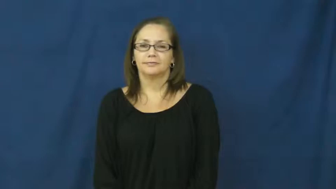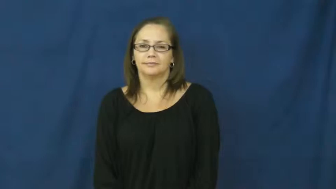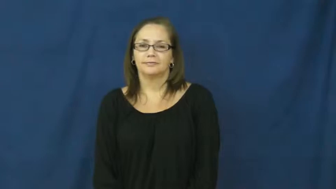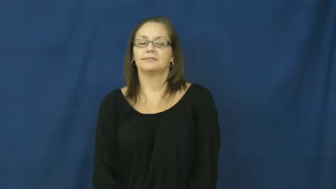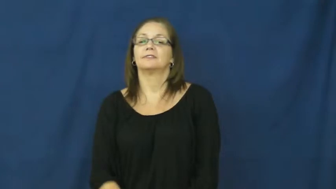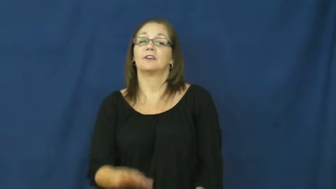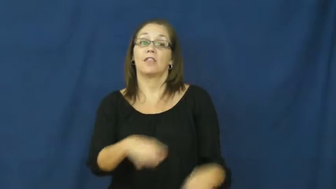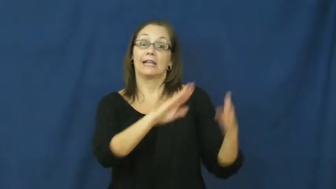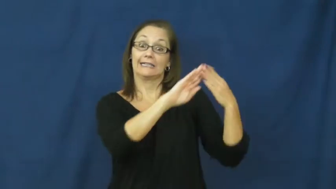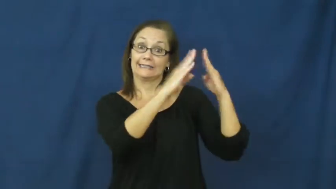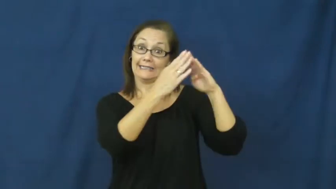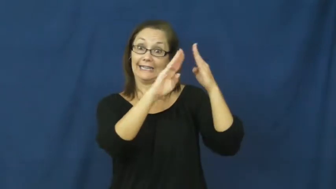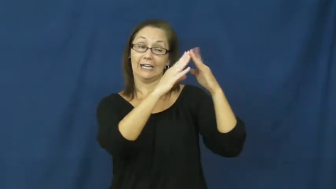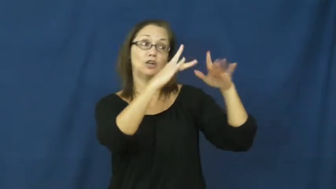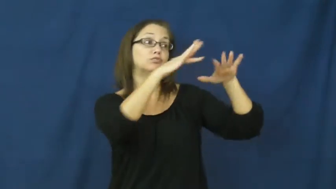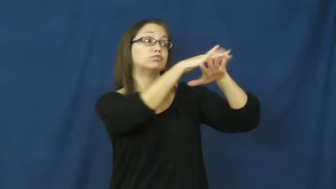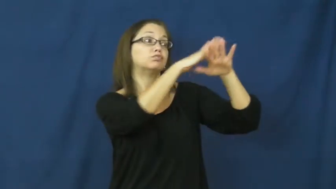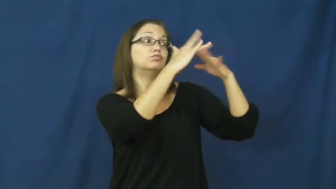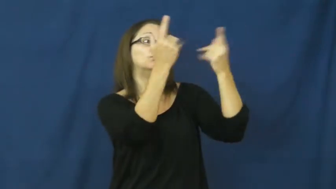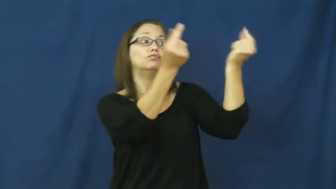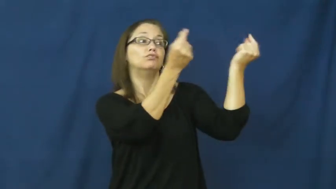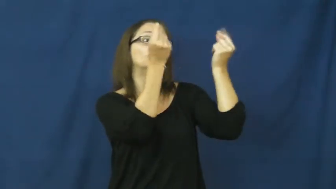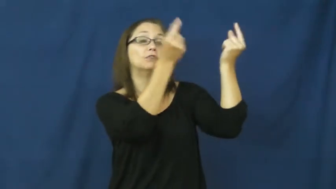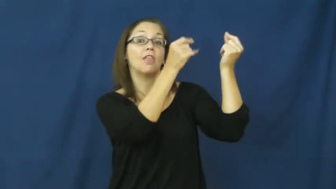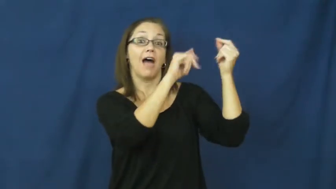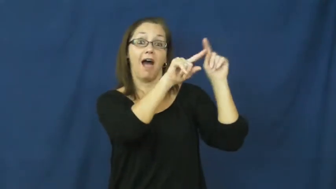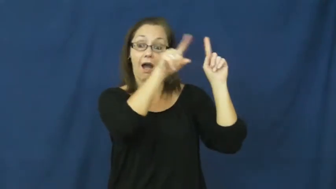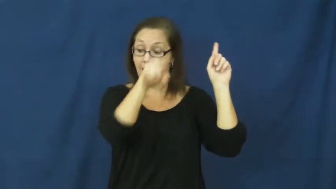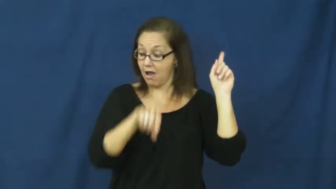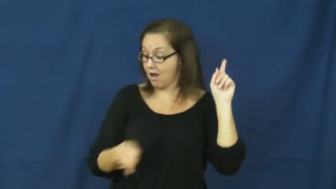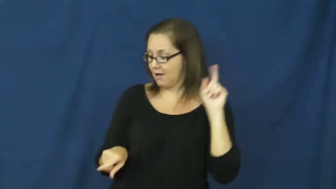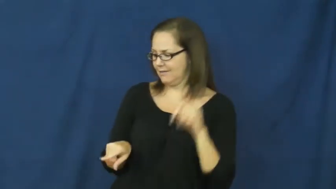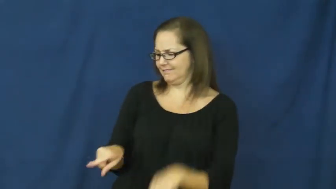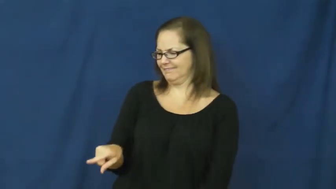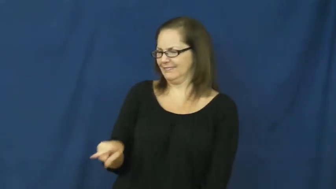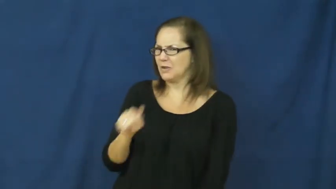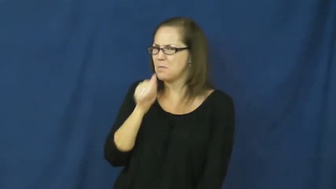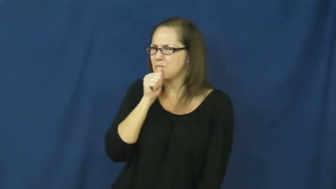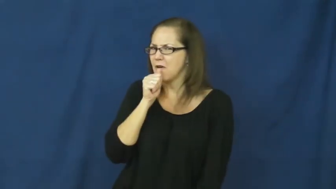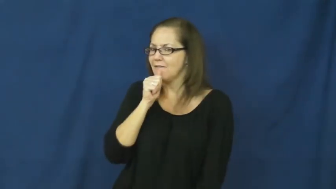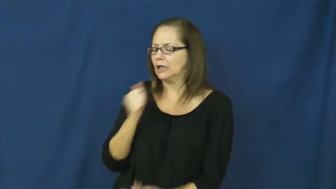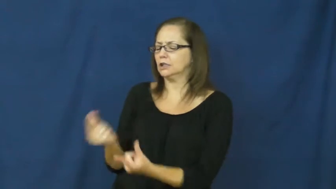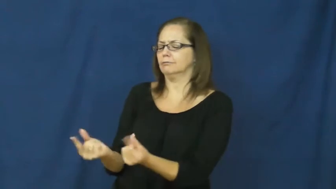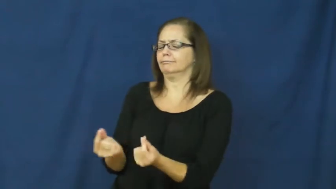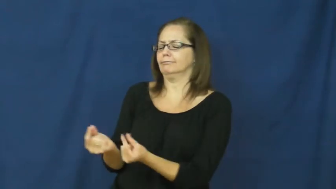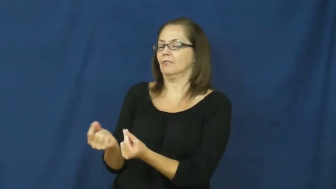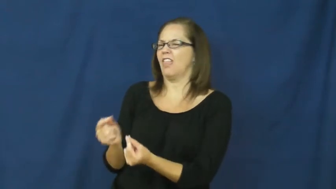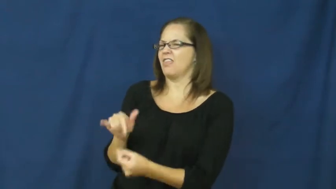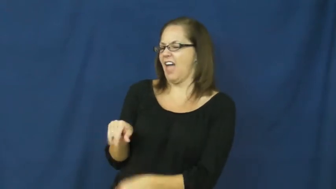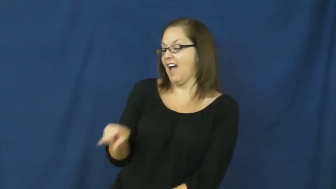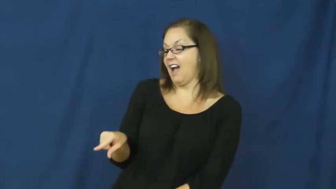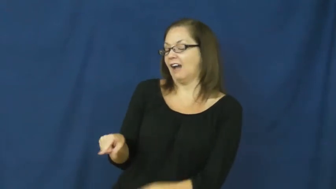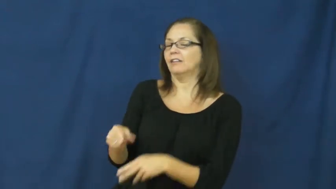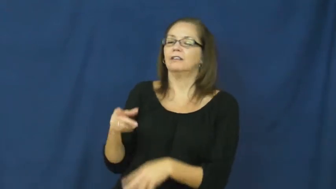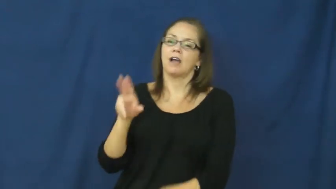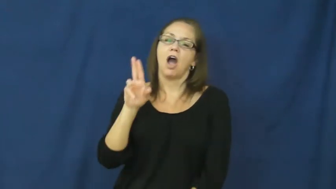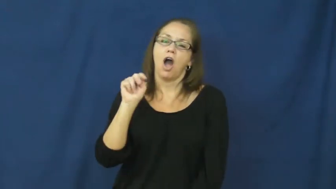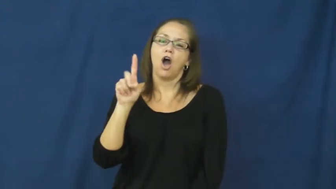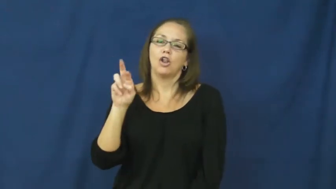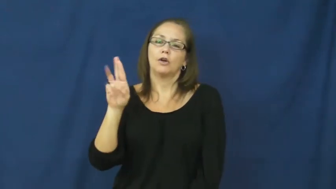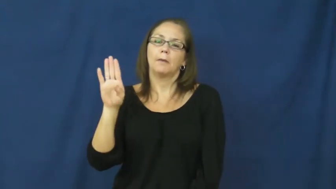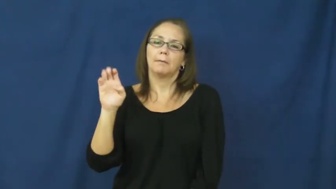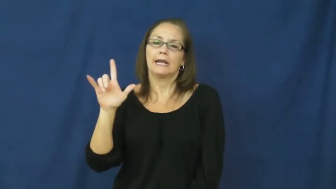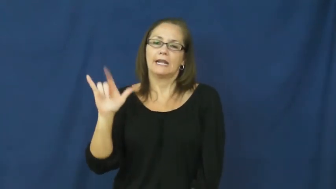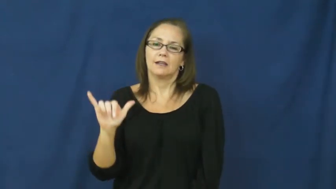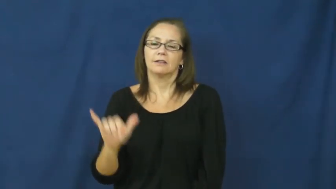underbelly-city